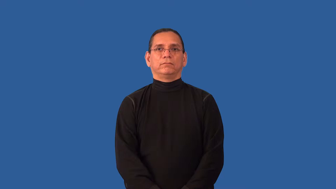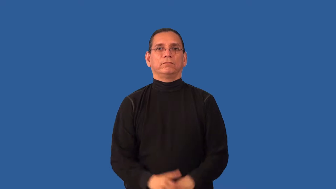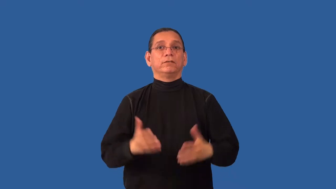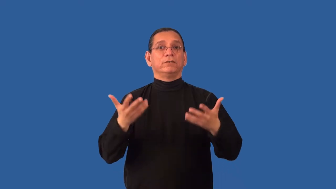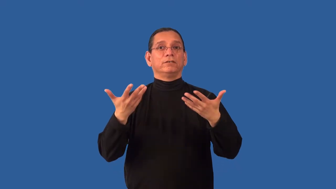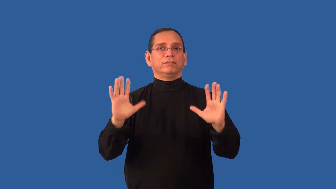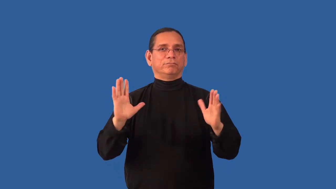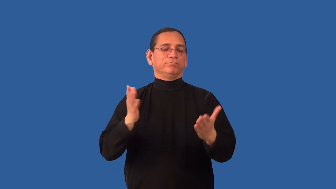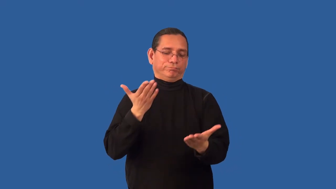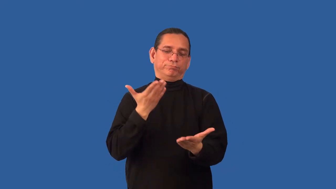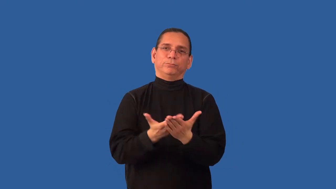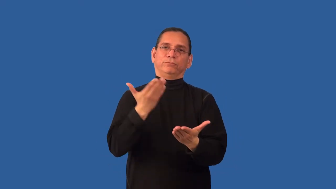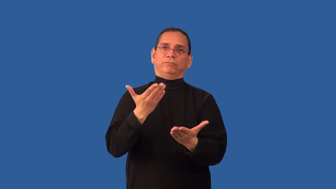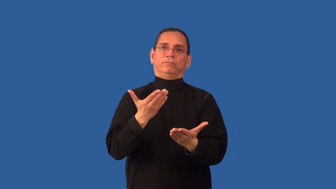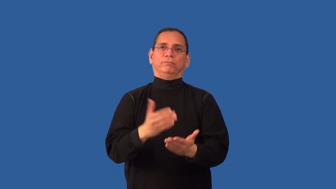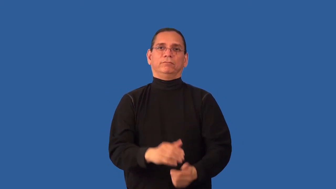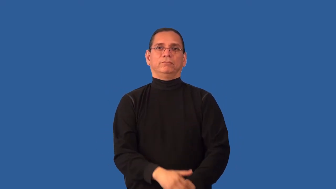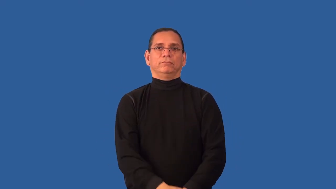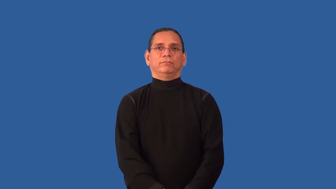irrefutable